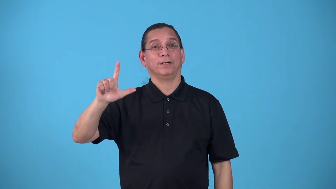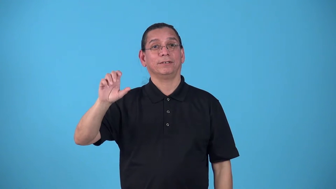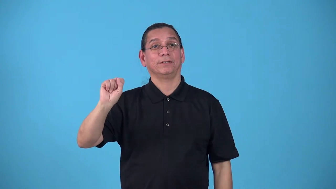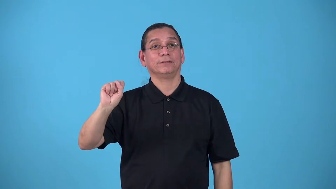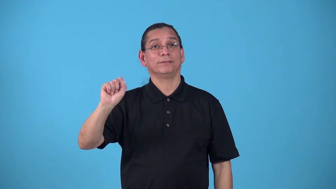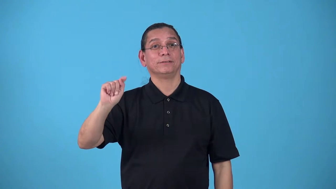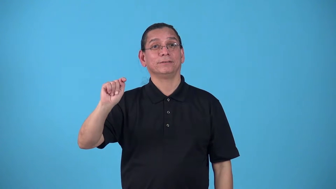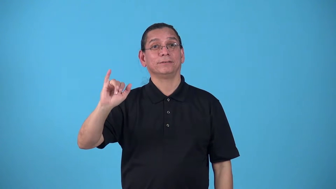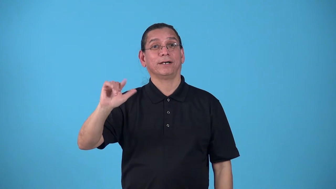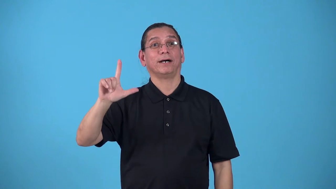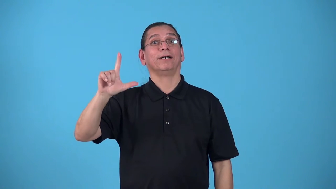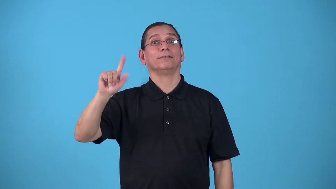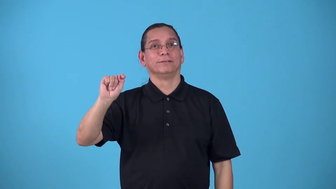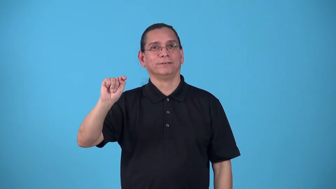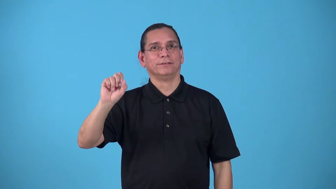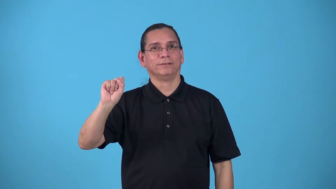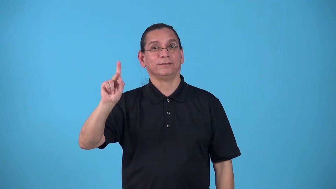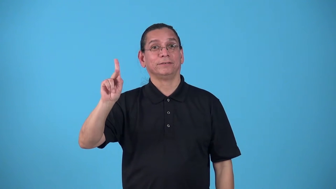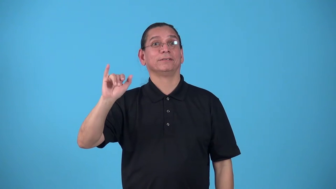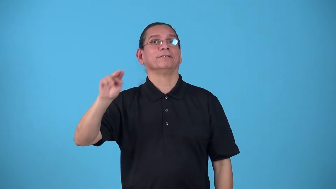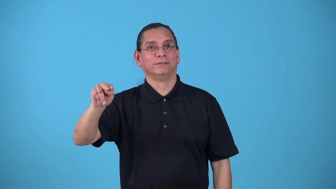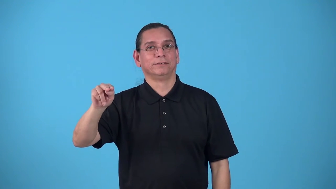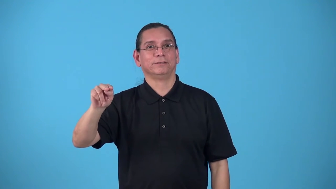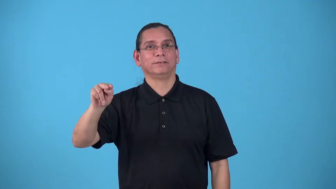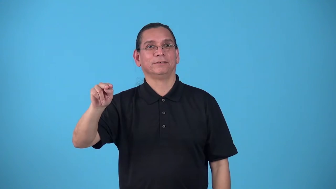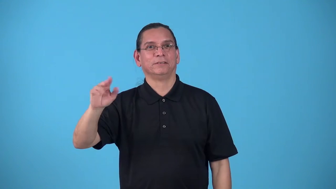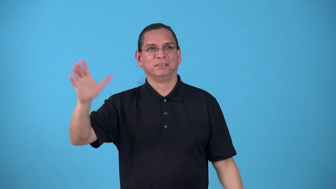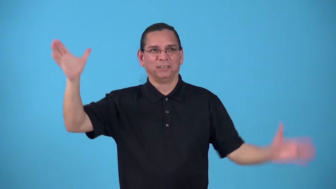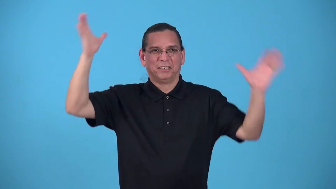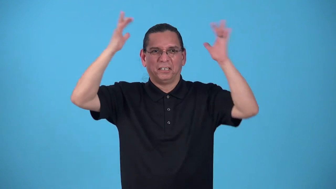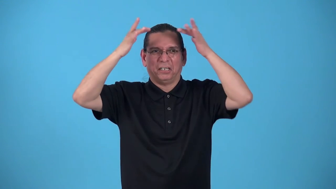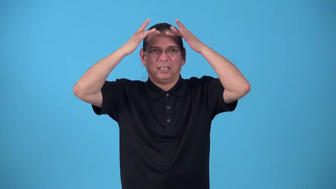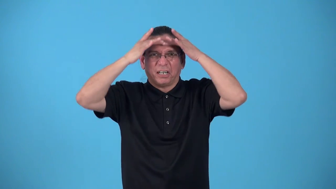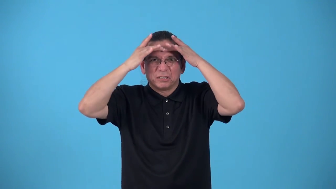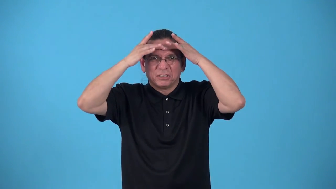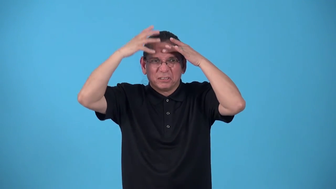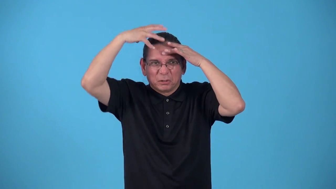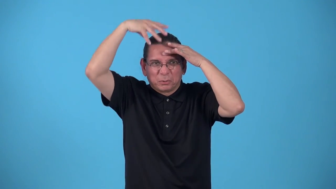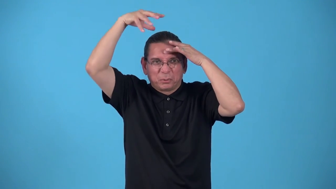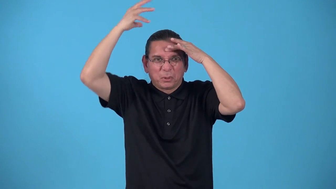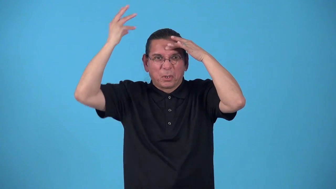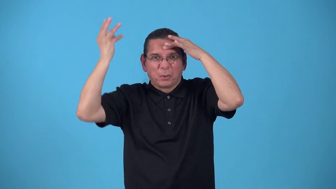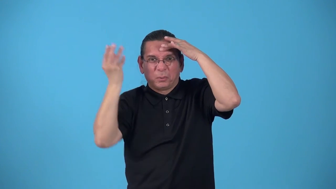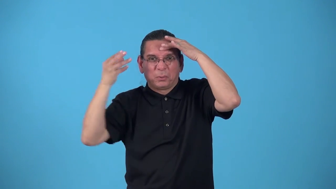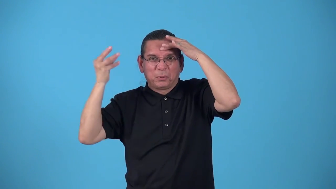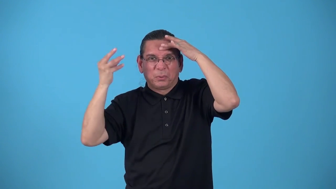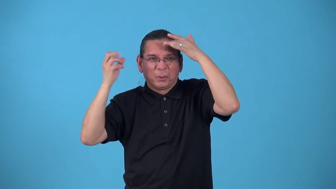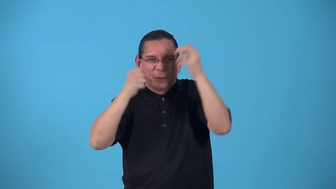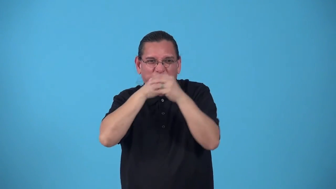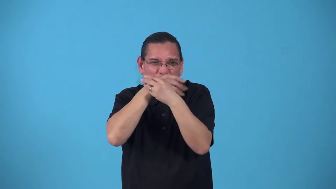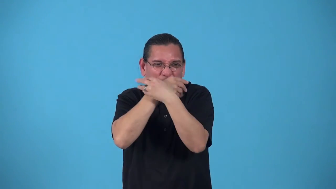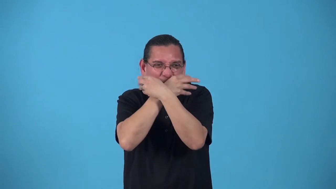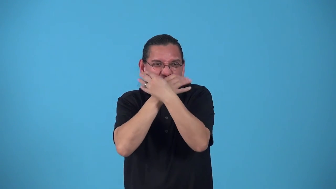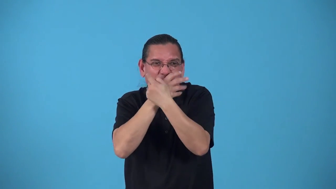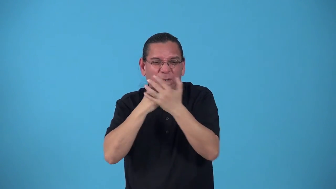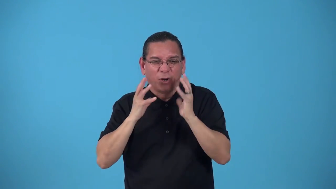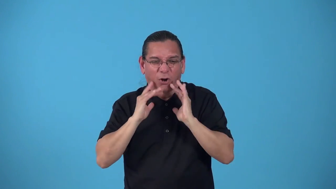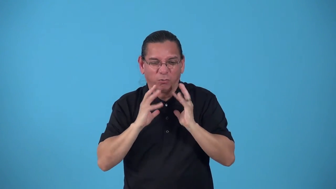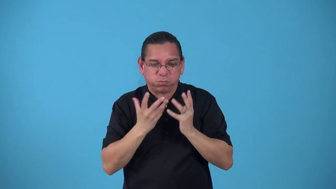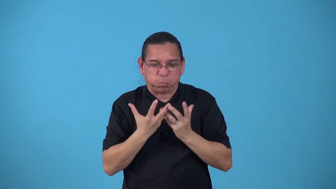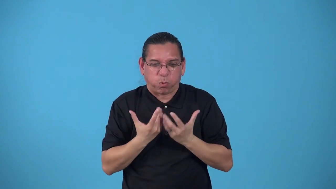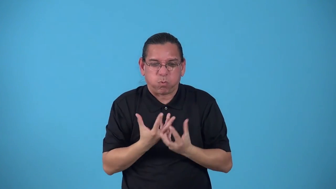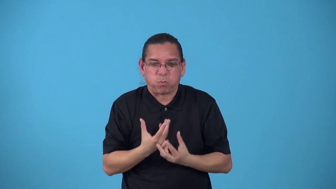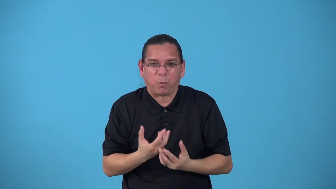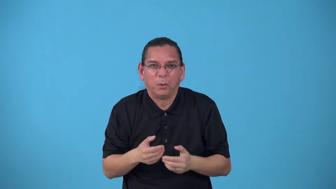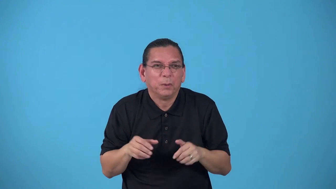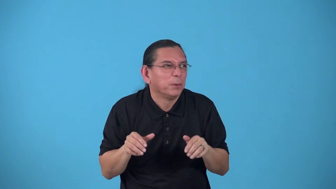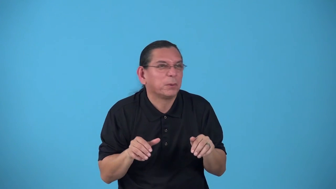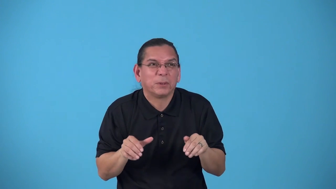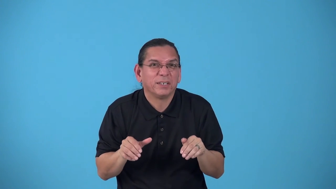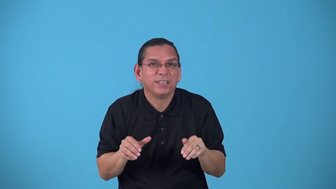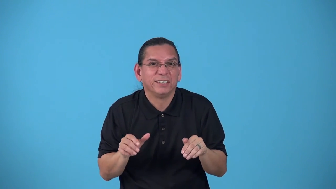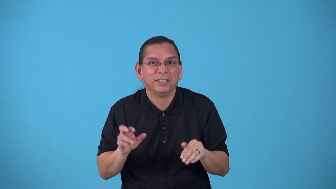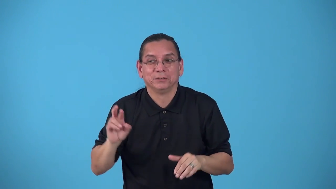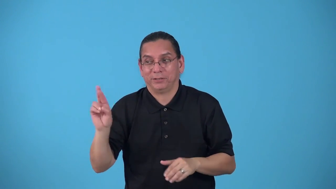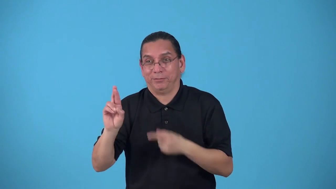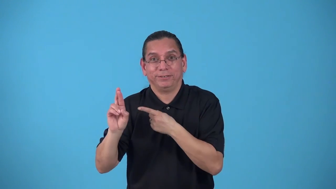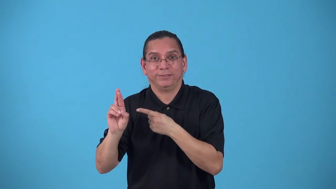Rumplestiltskin